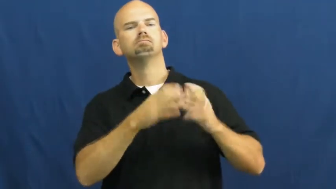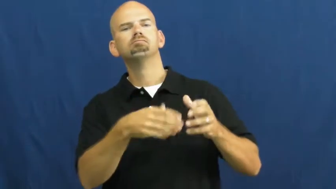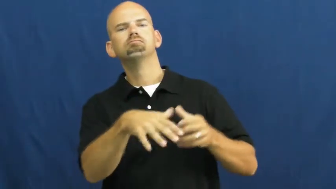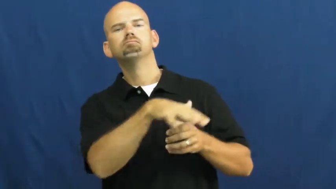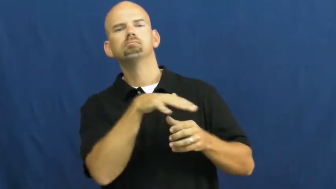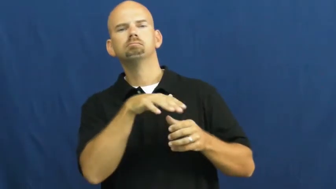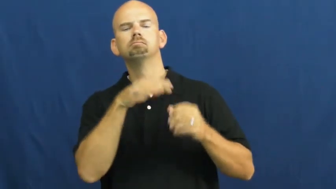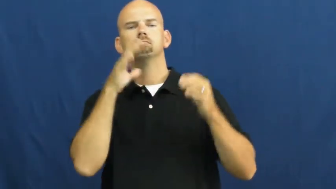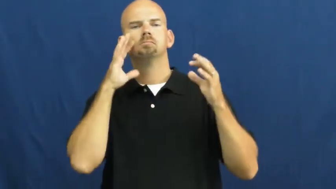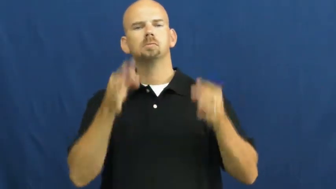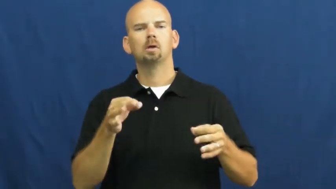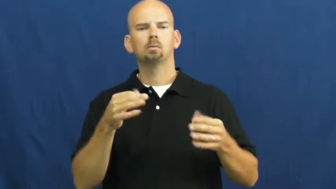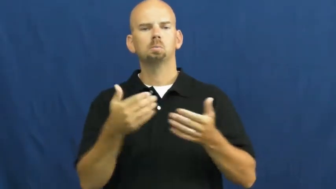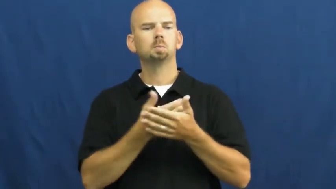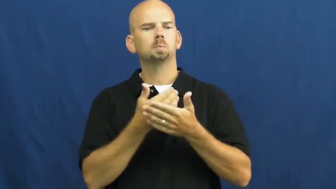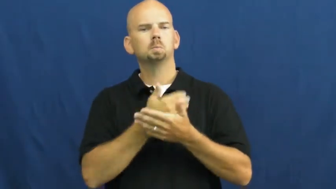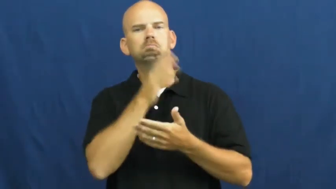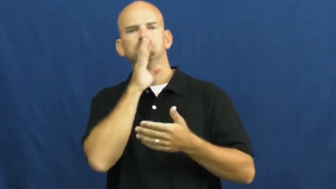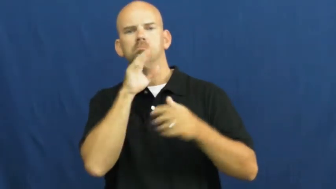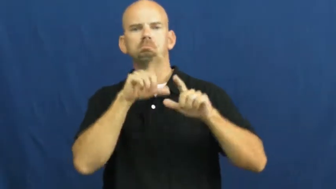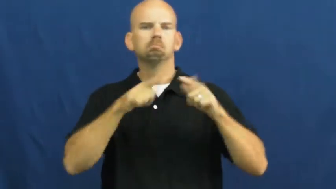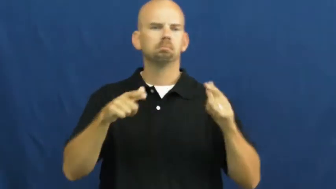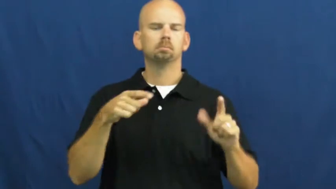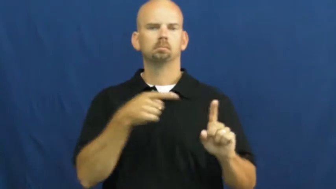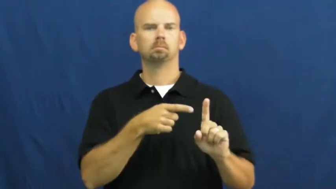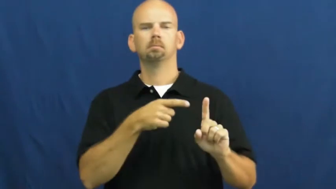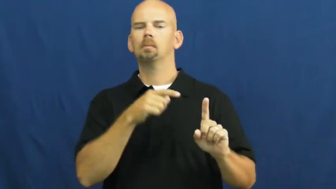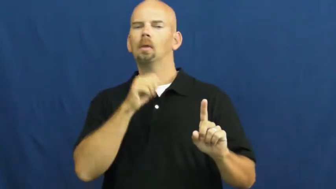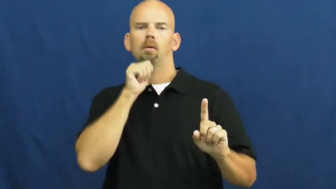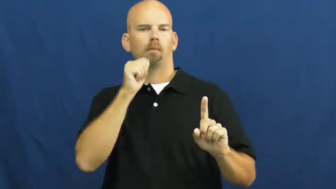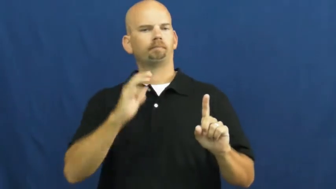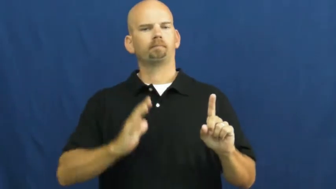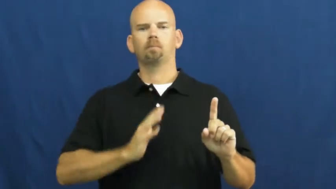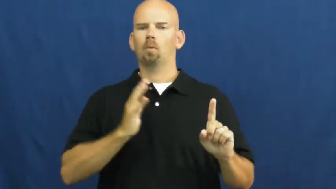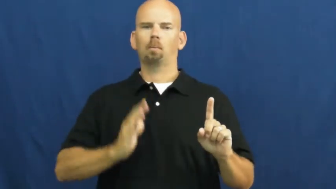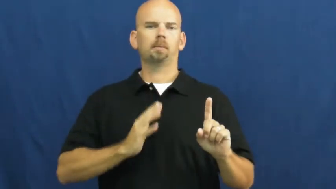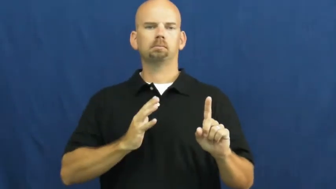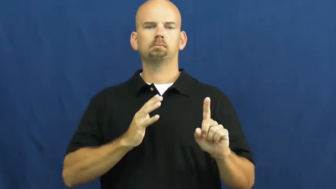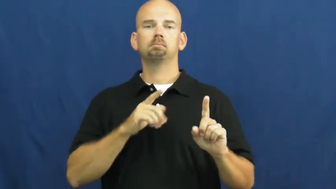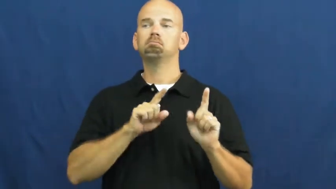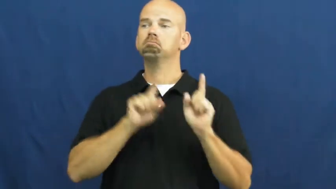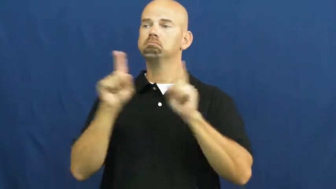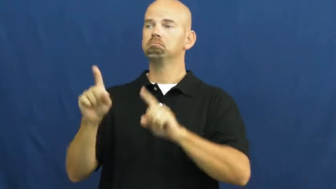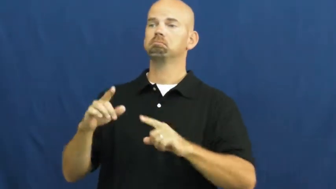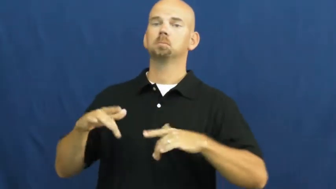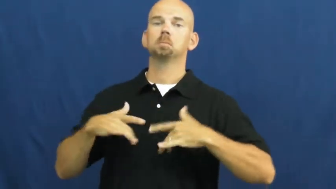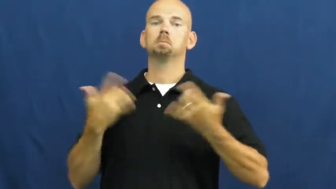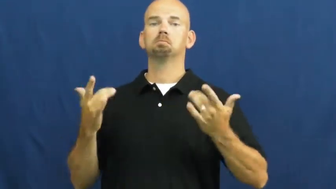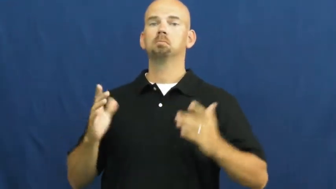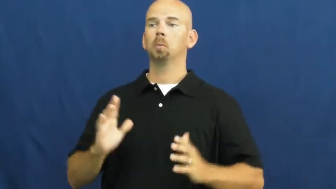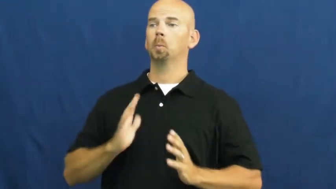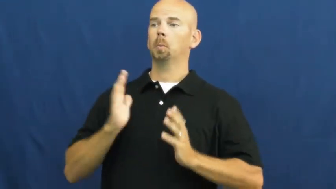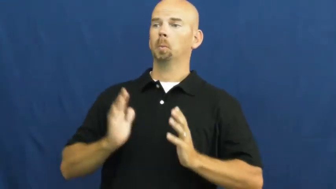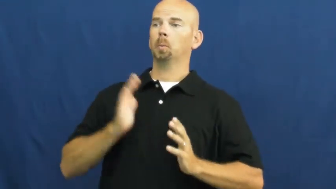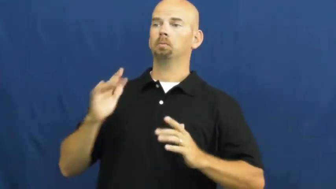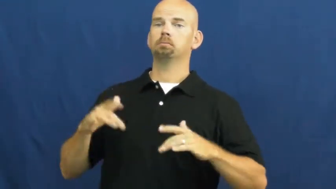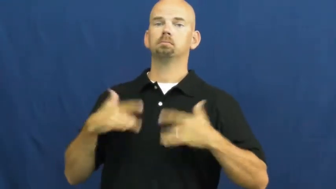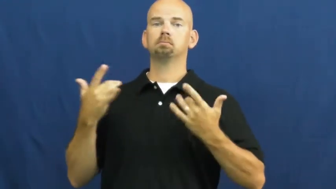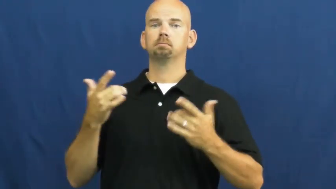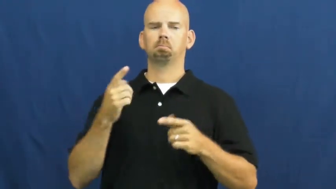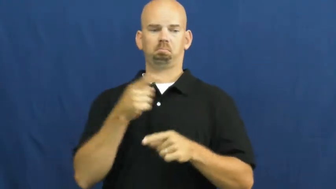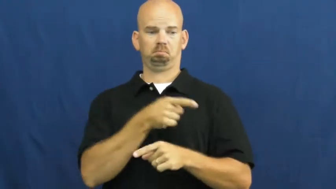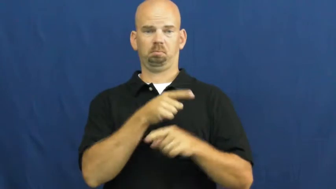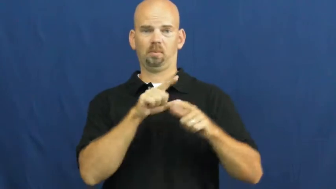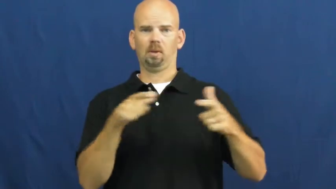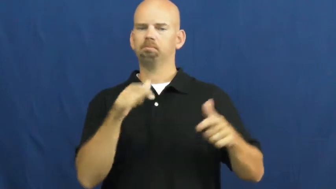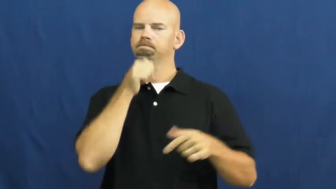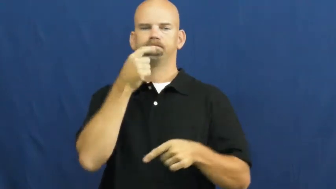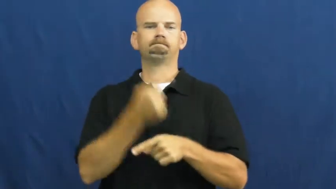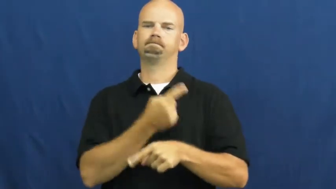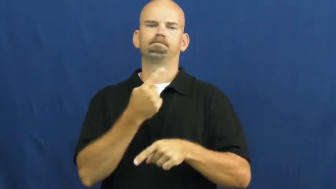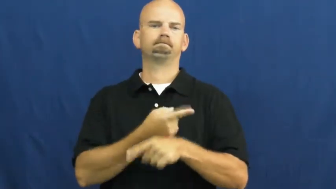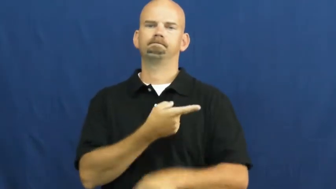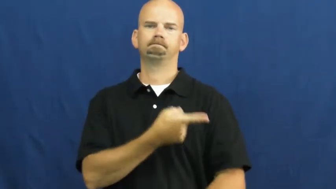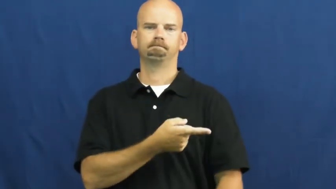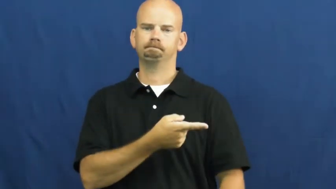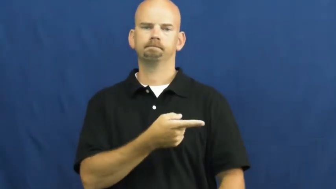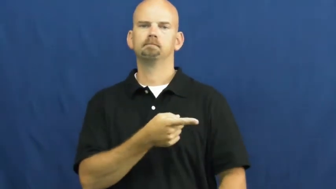slang